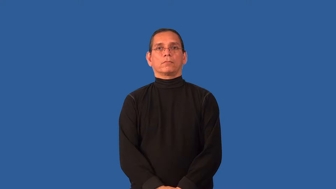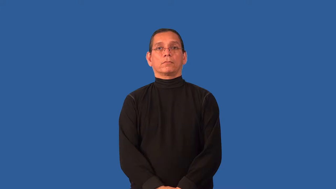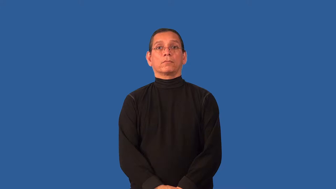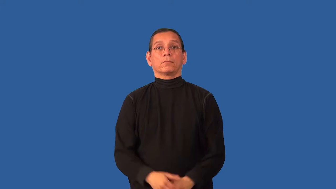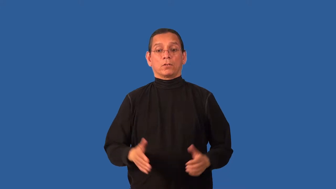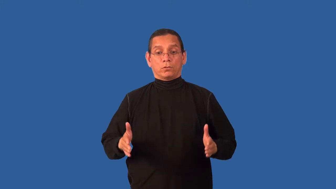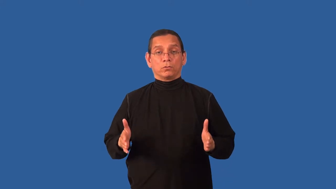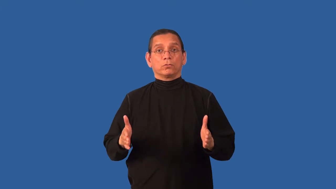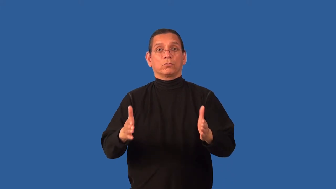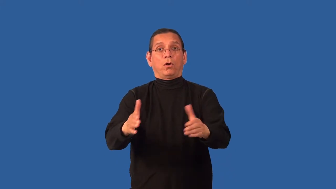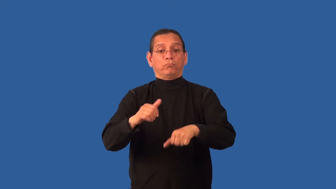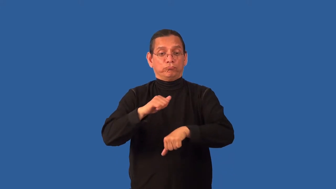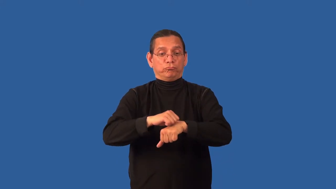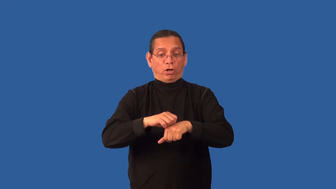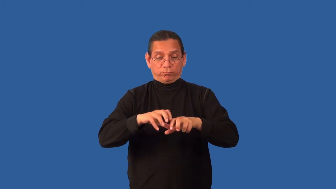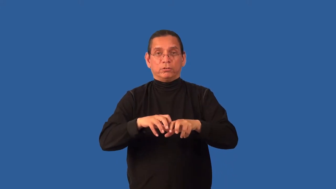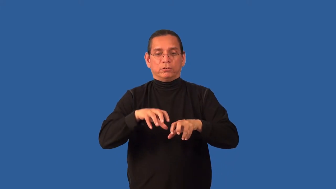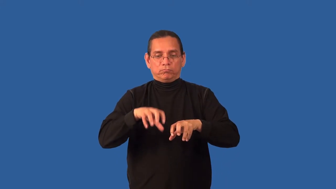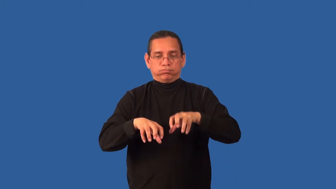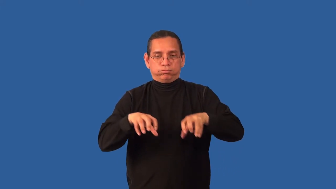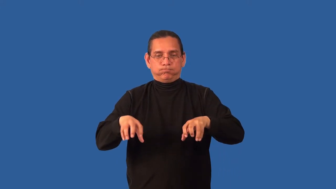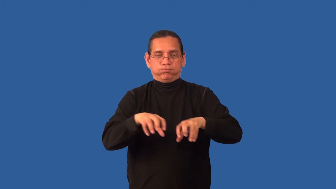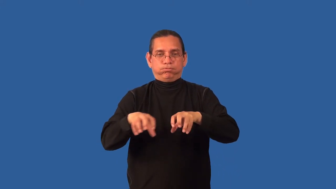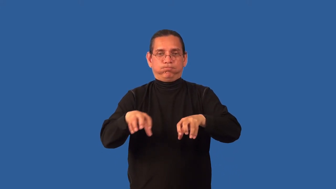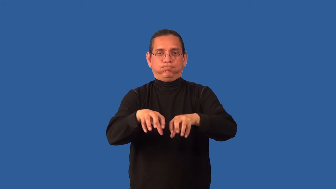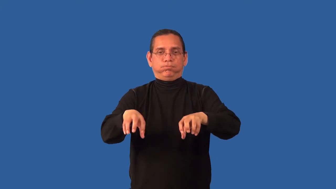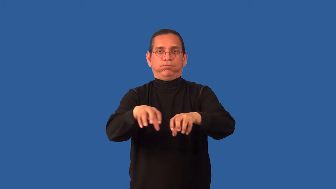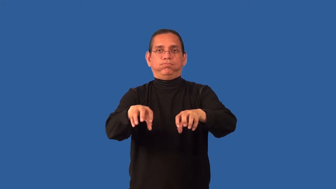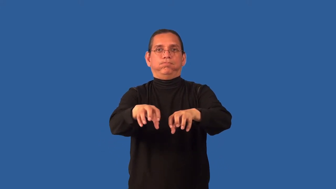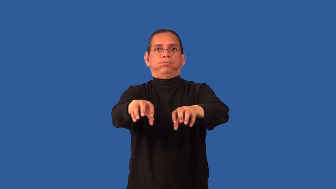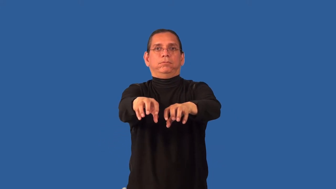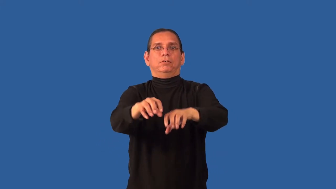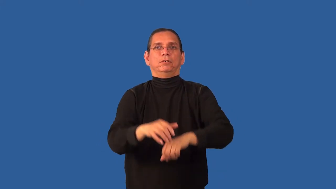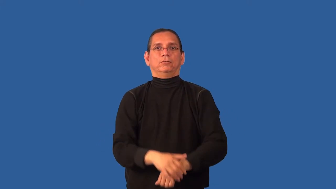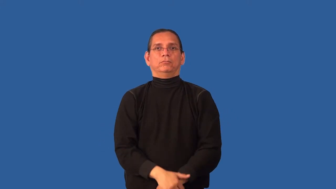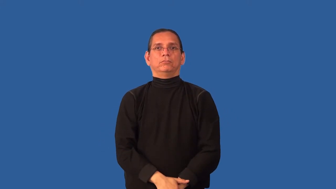cobblestone